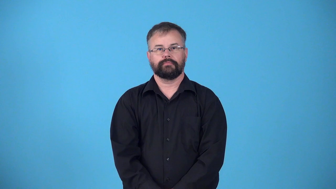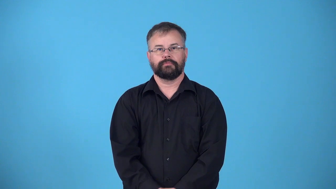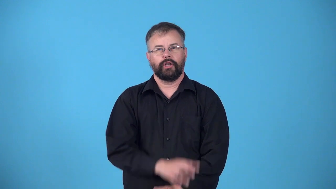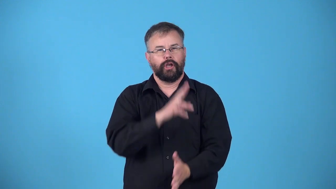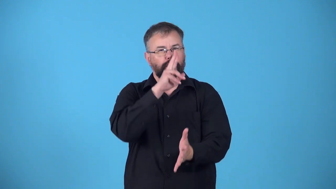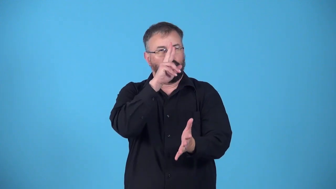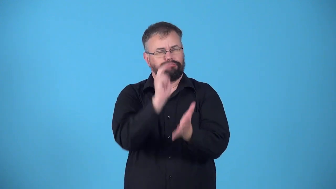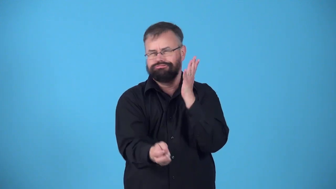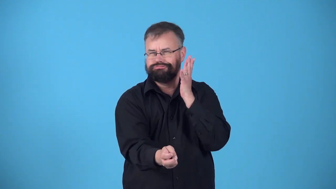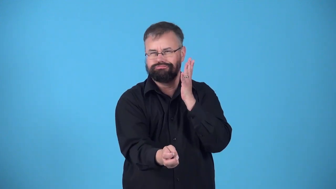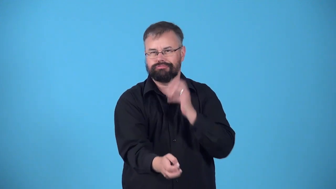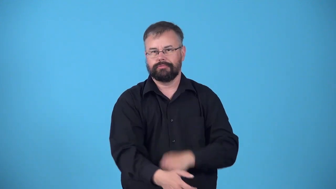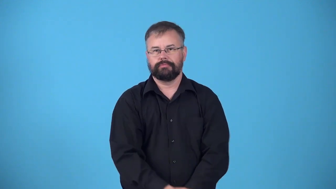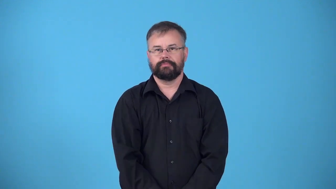dunk-booth